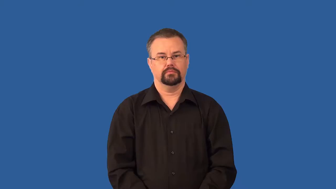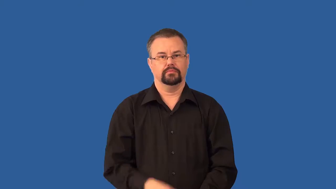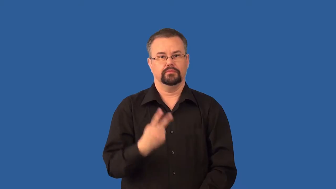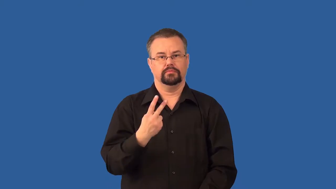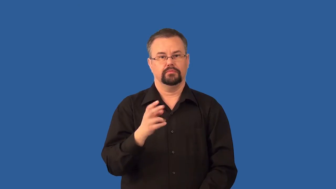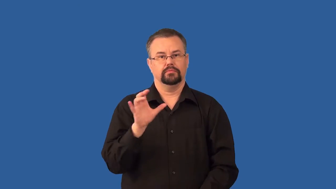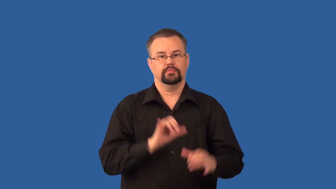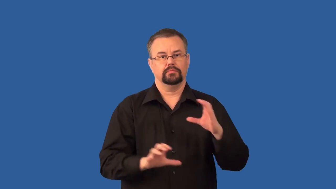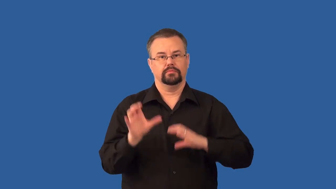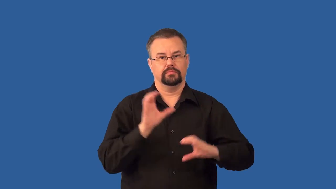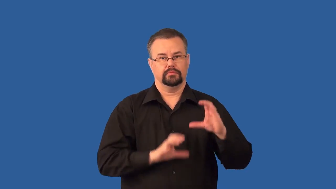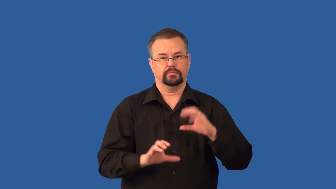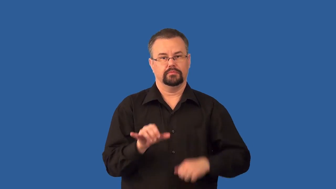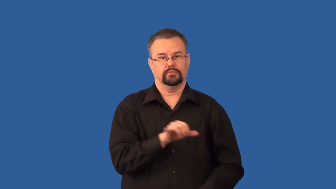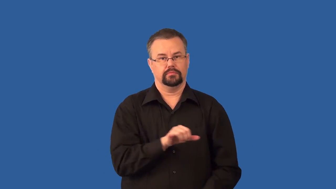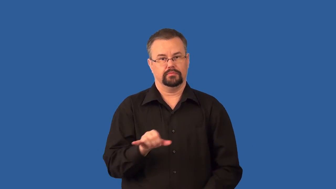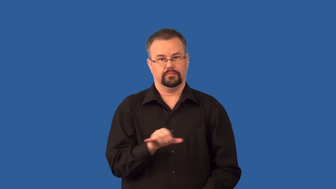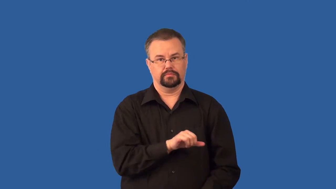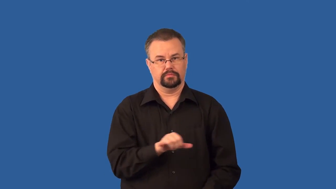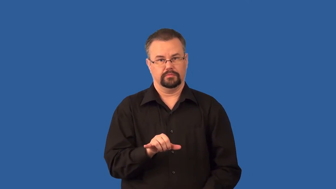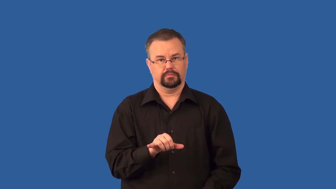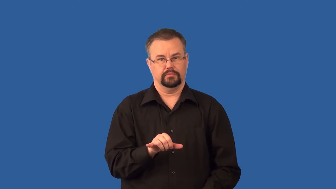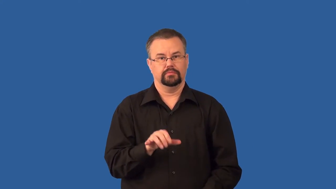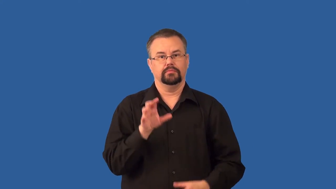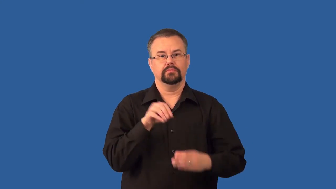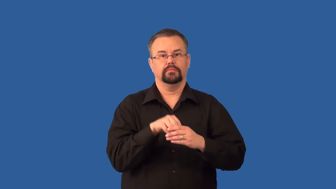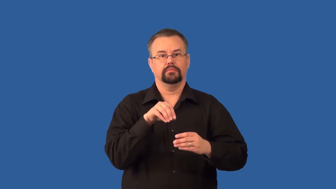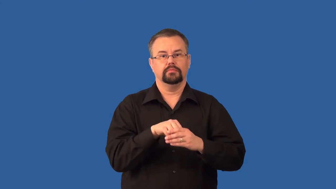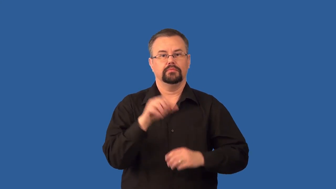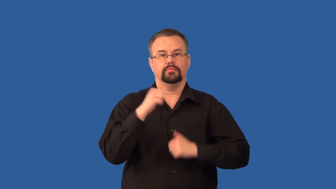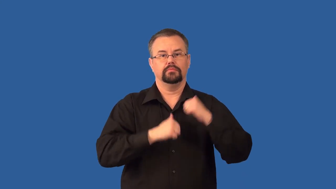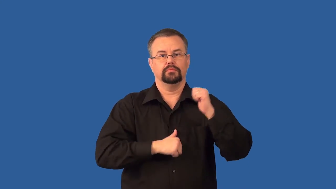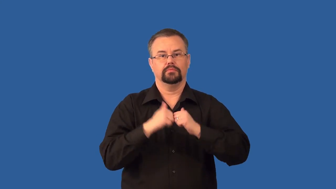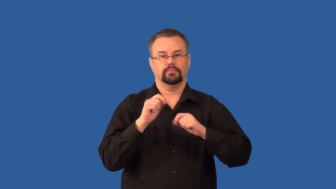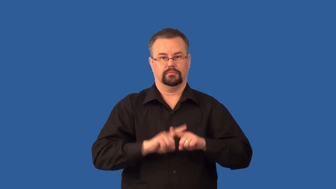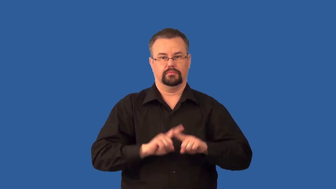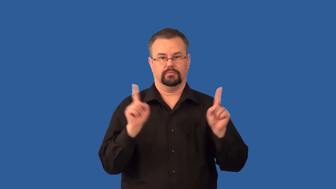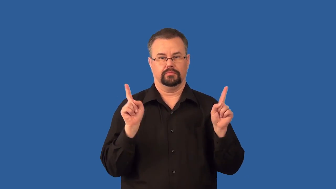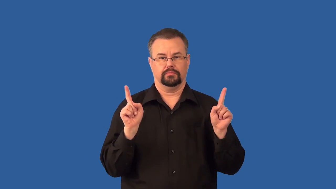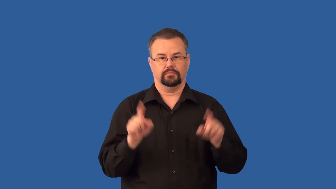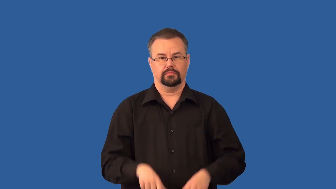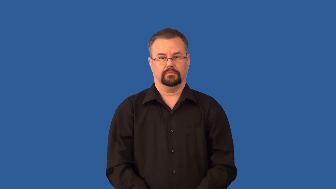isomers